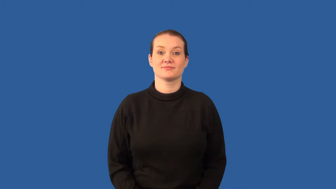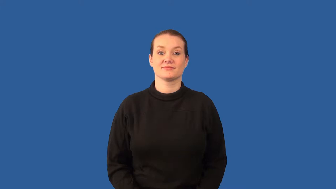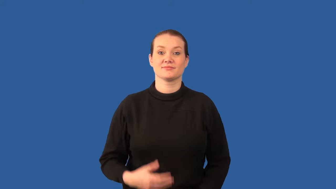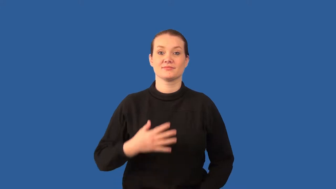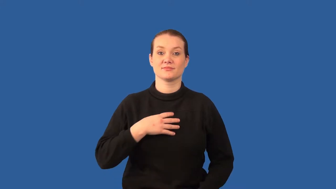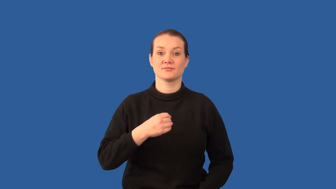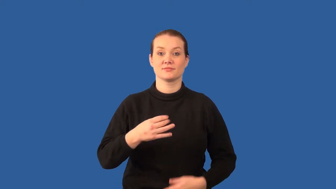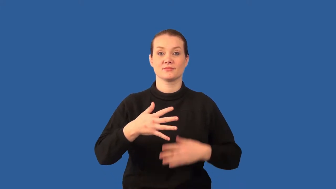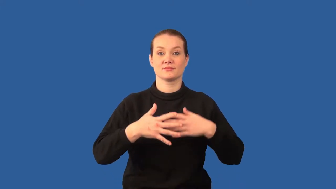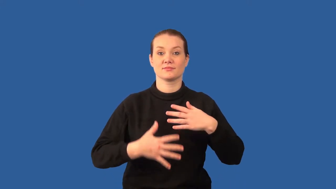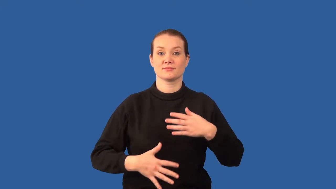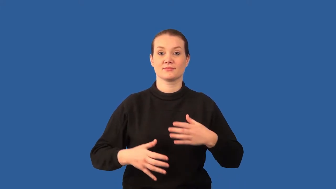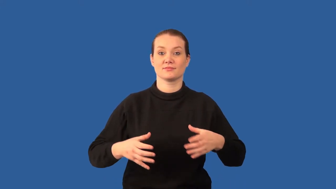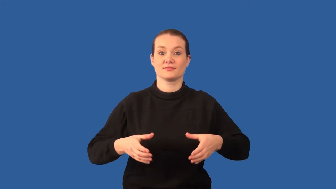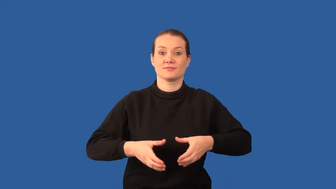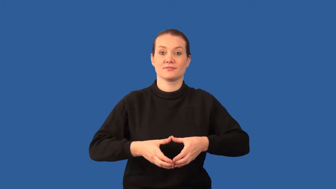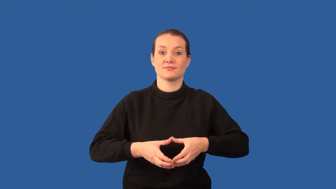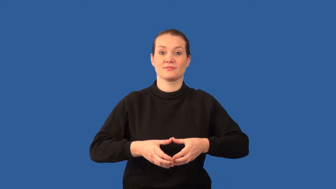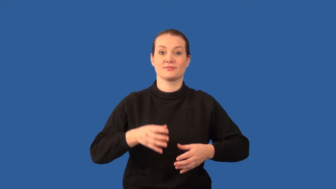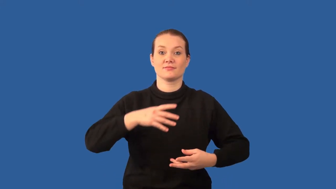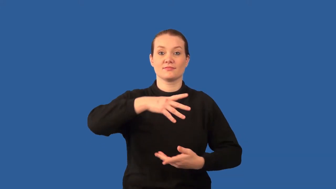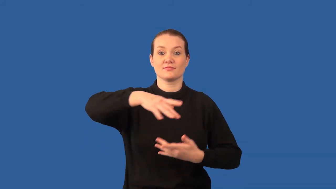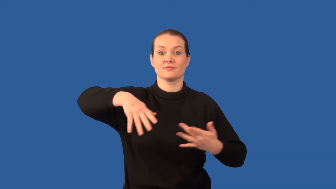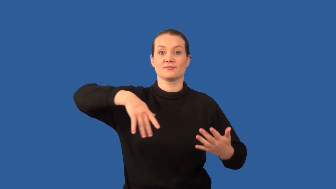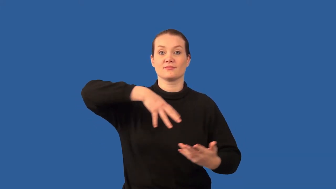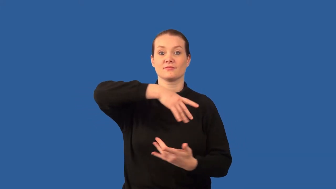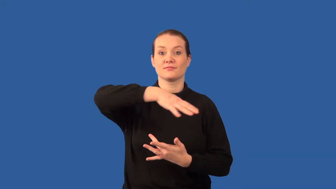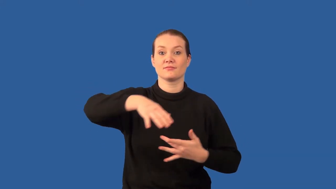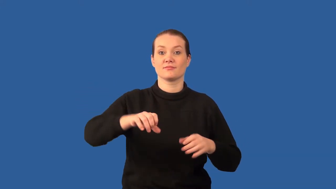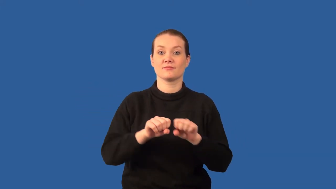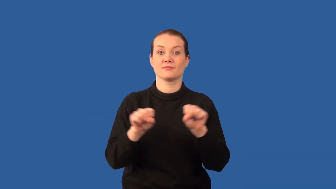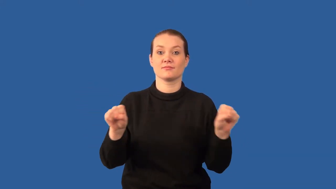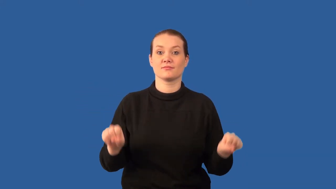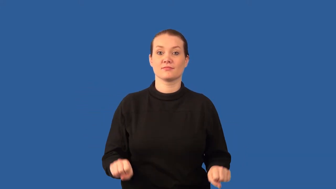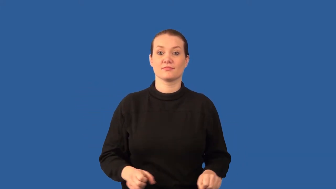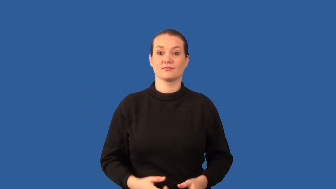lymphatic system